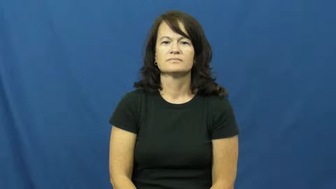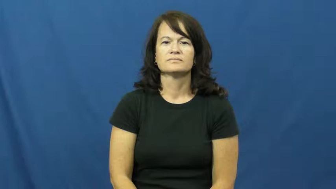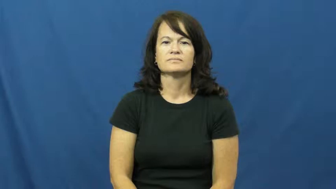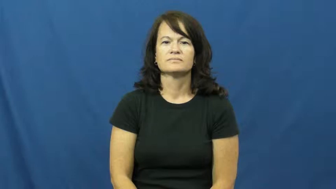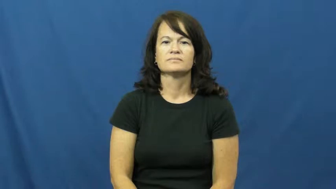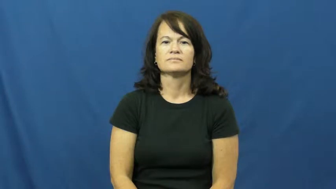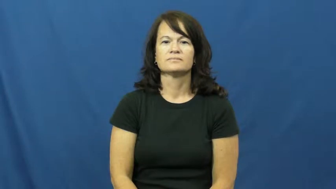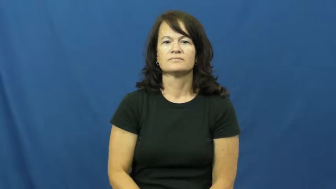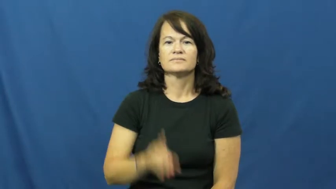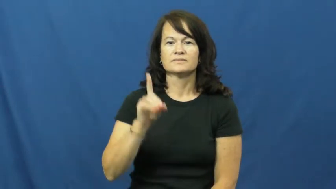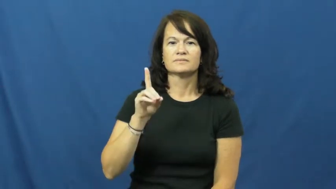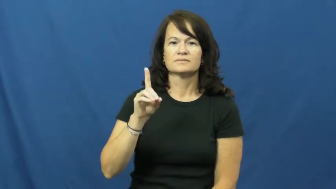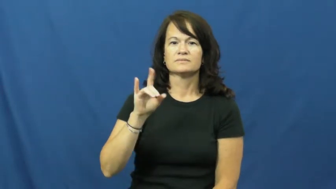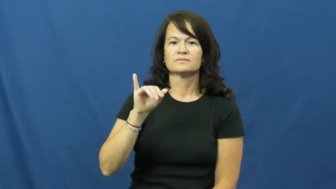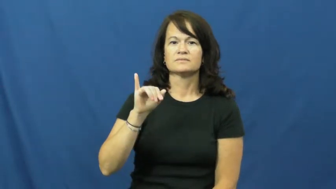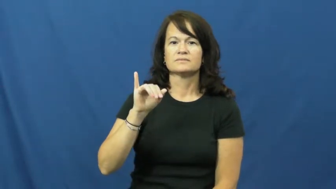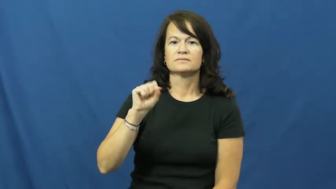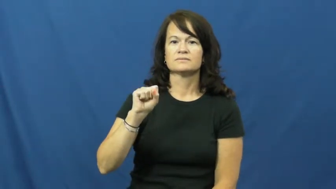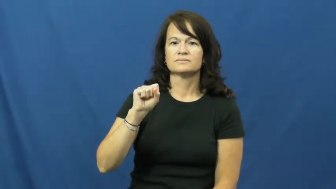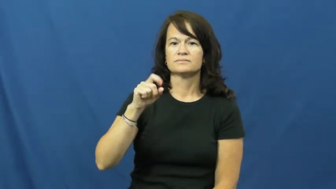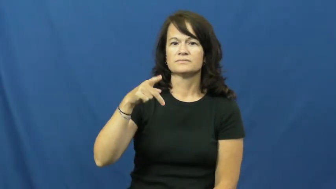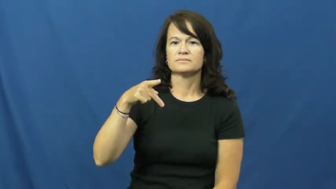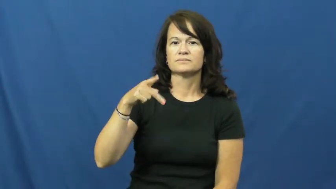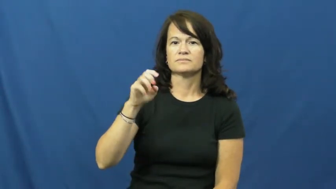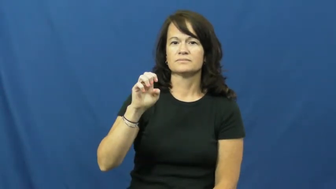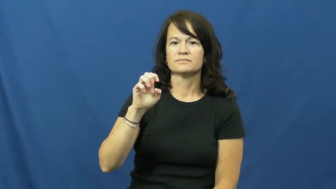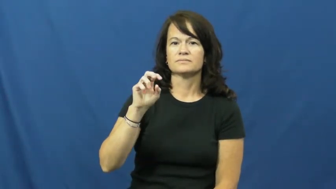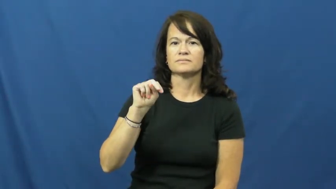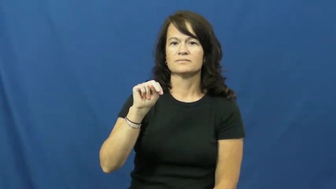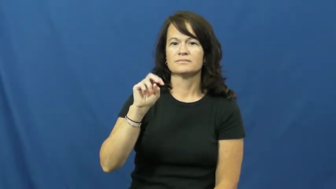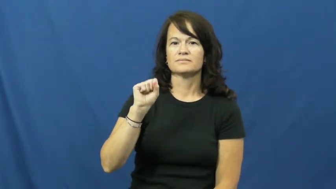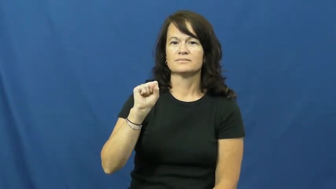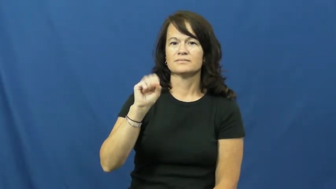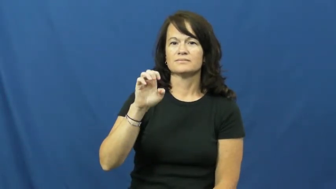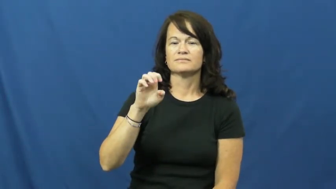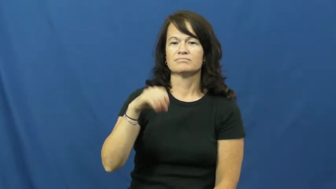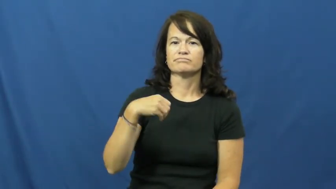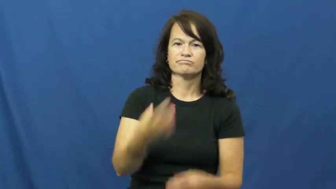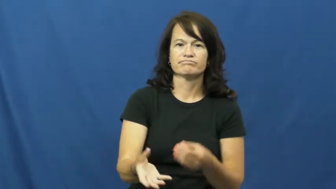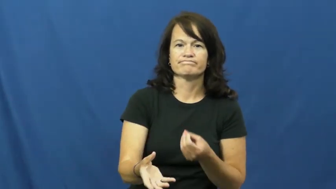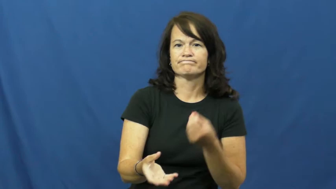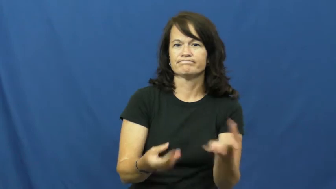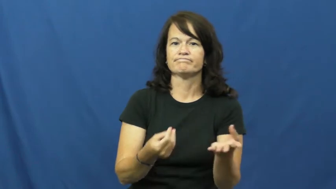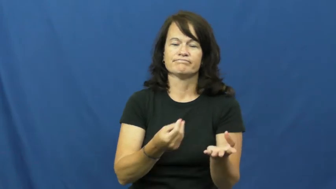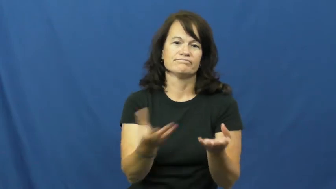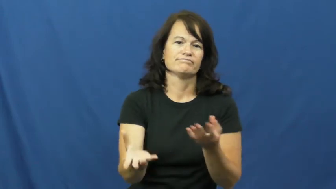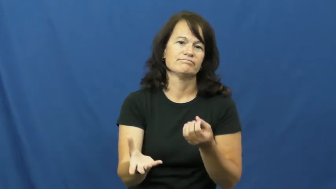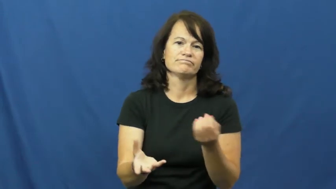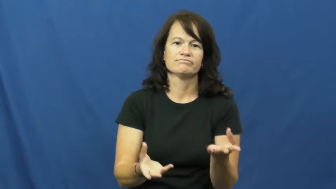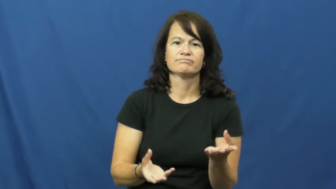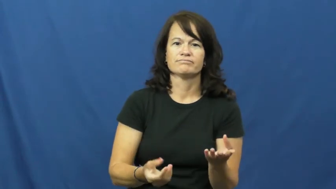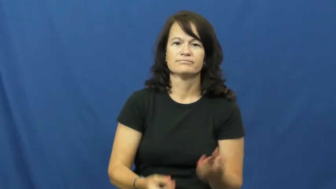dispense